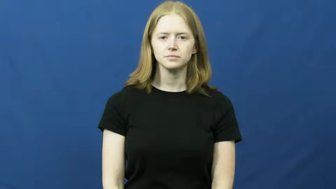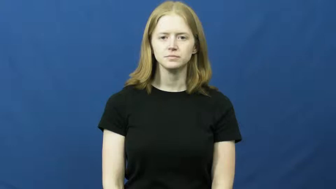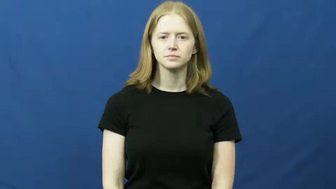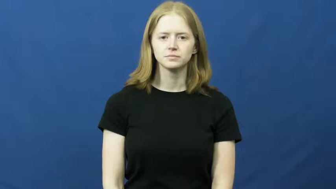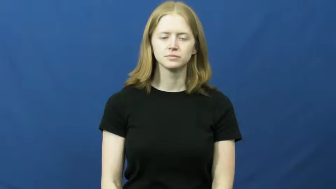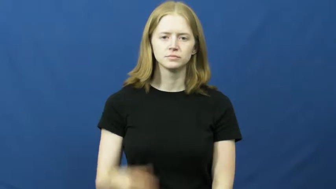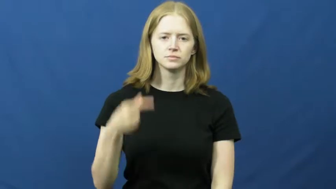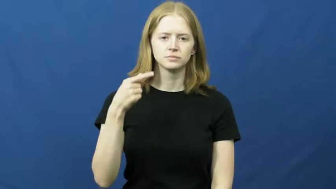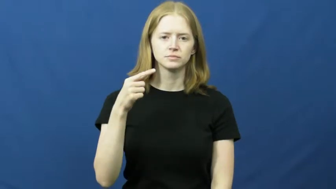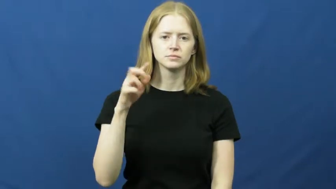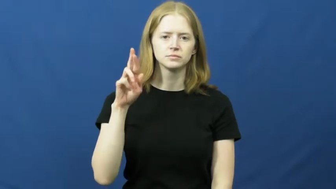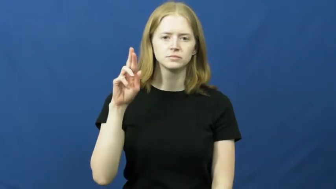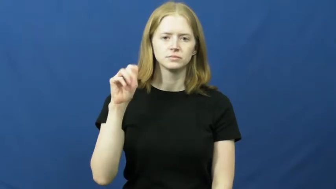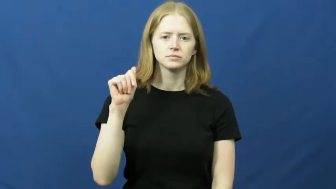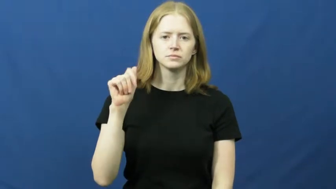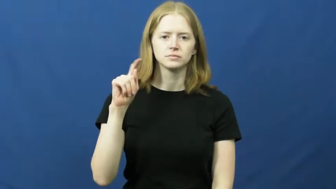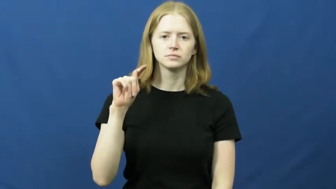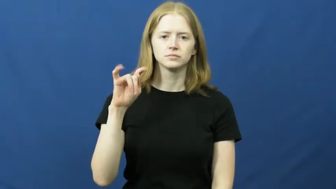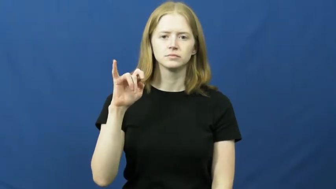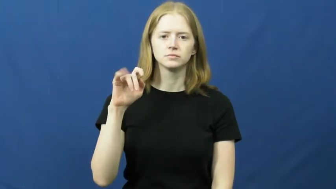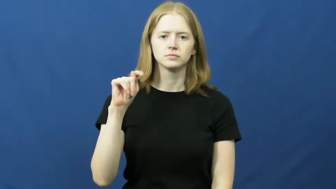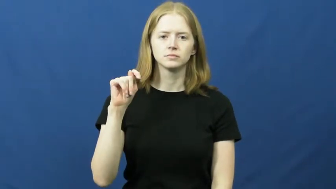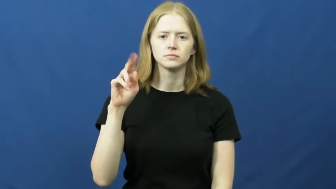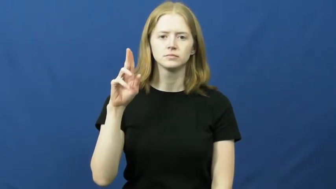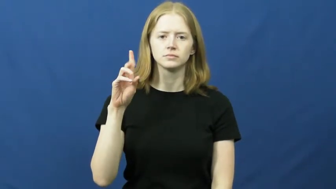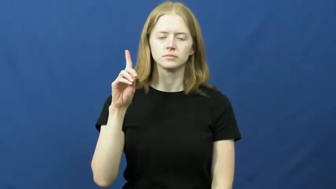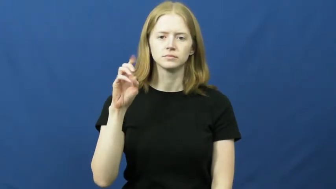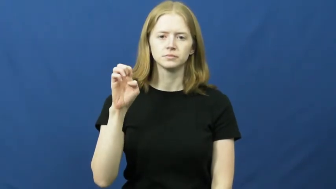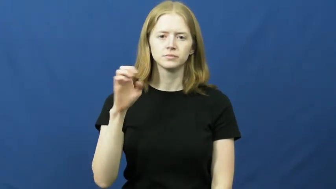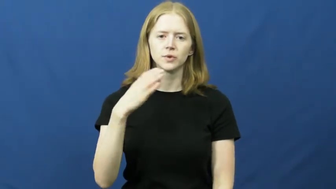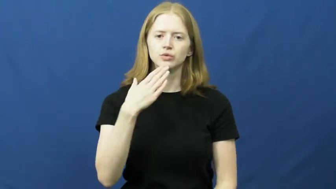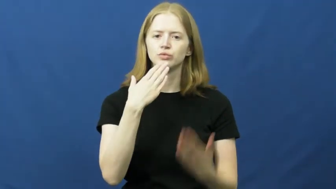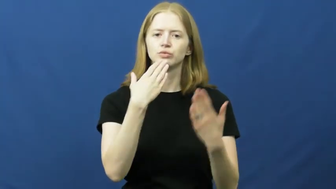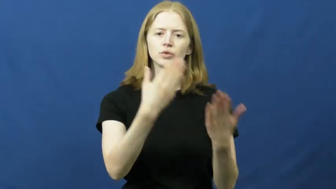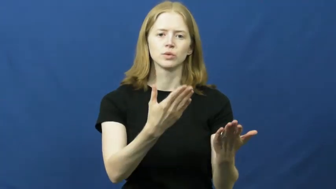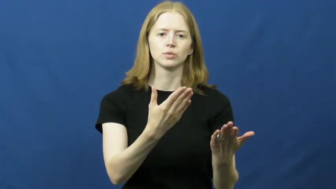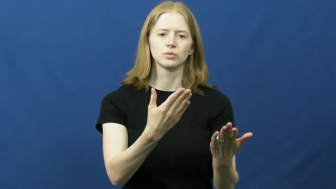gratitude